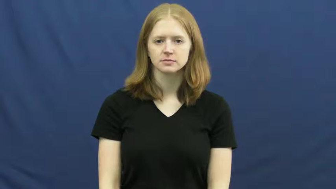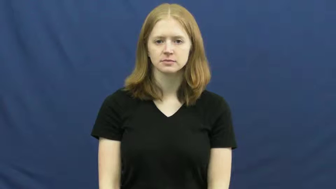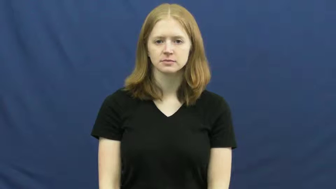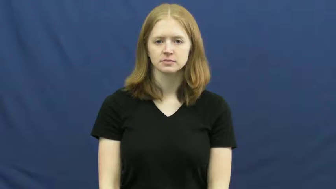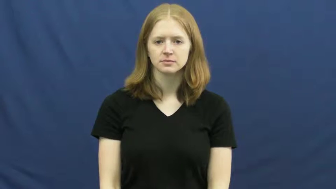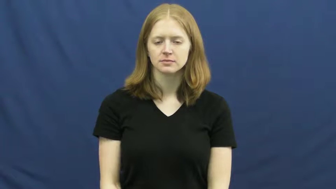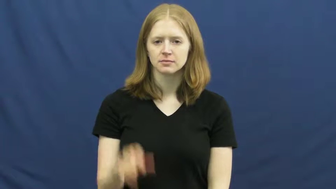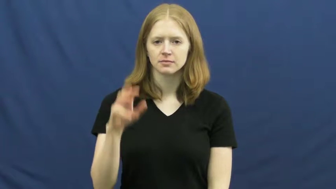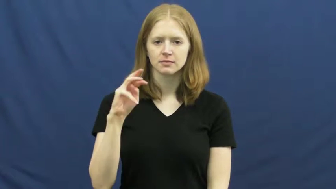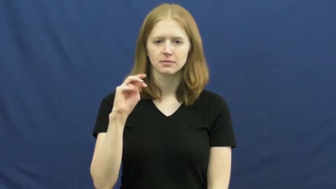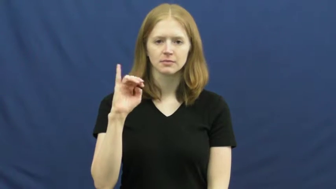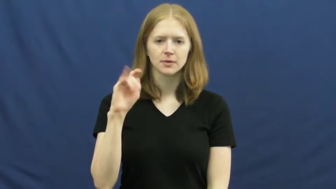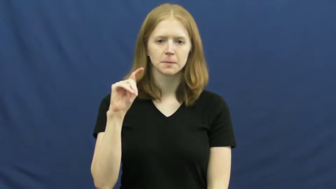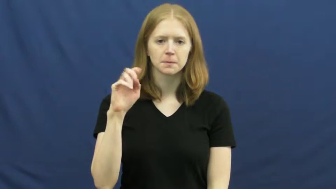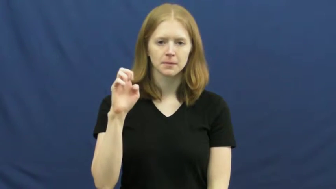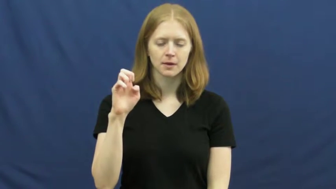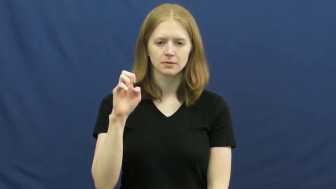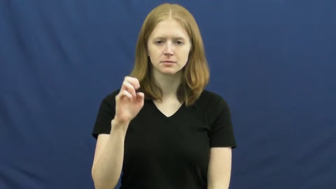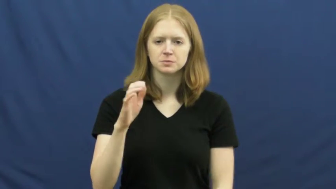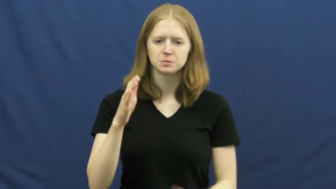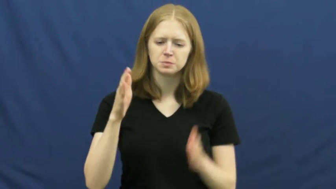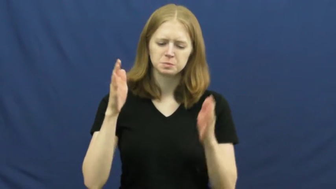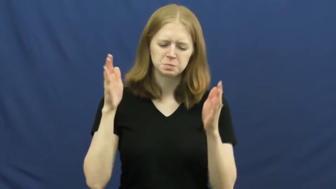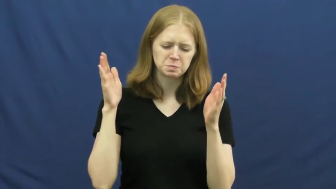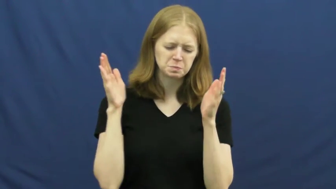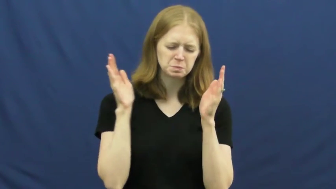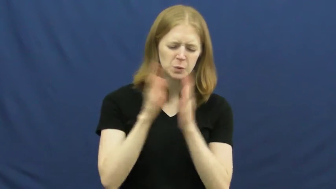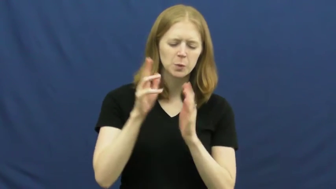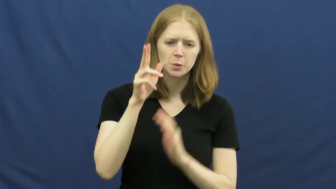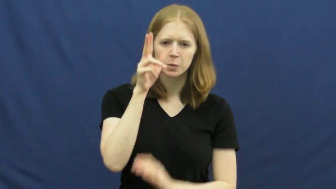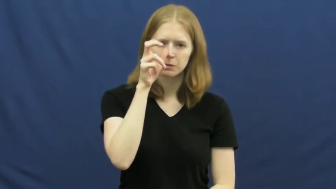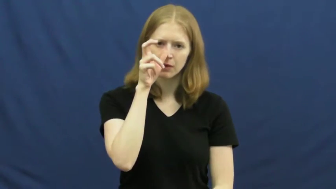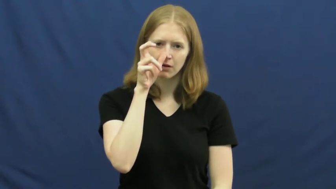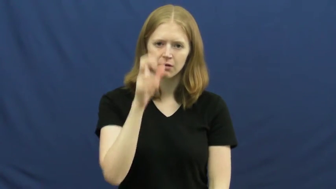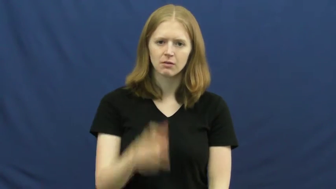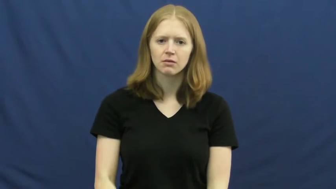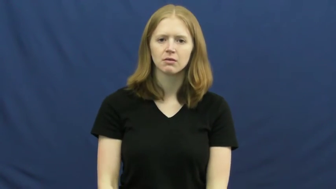mite